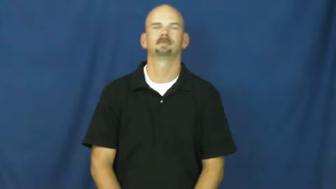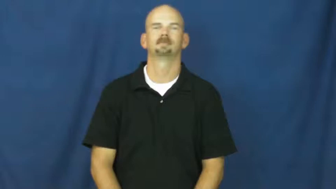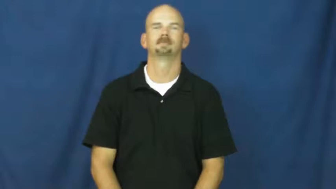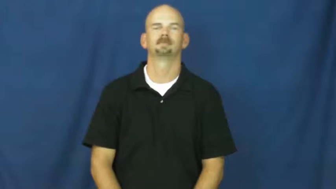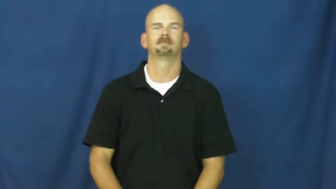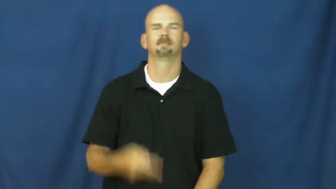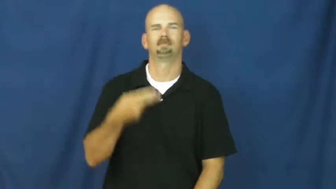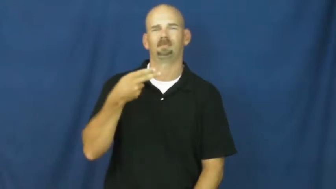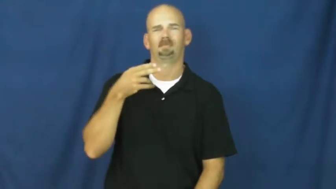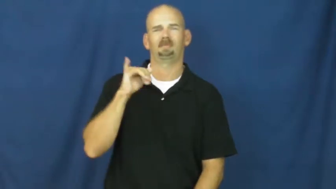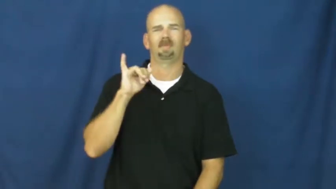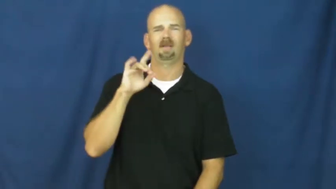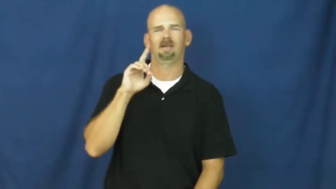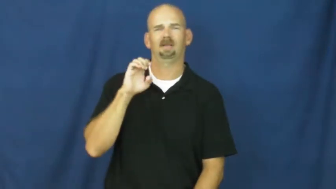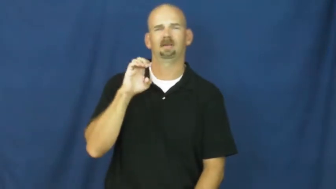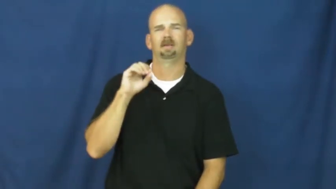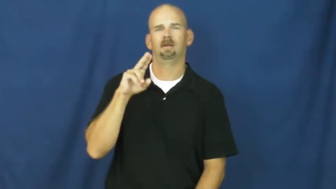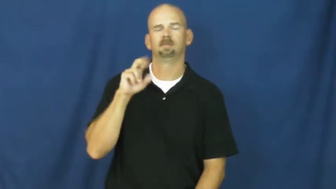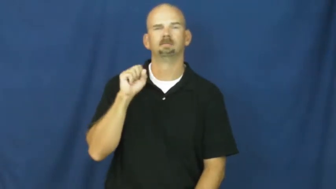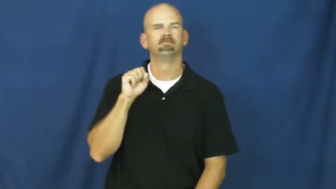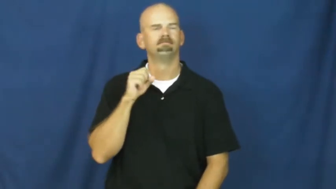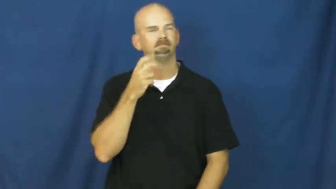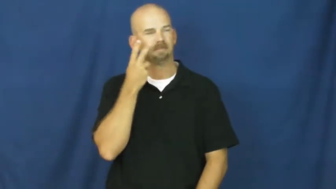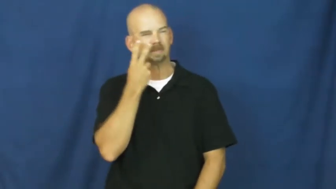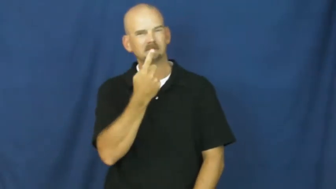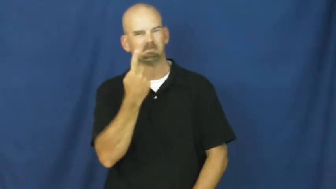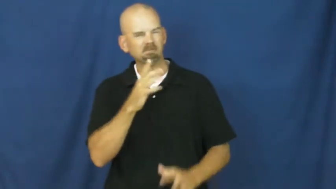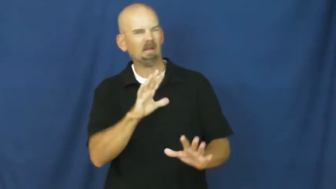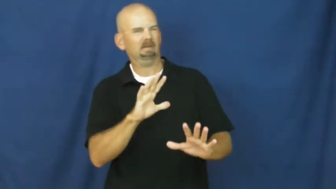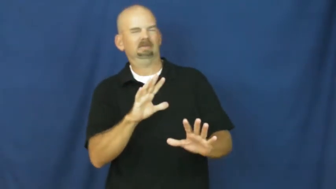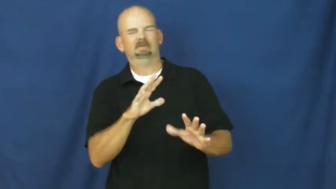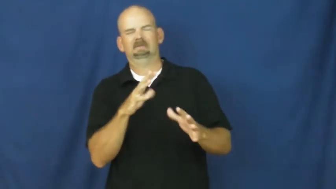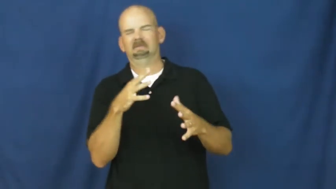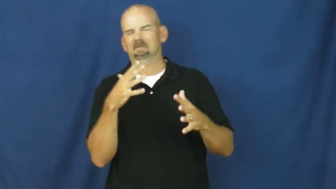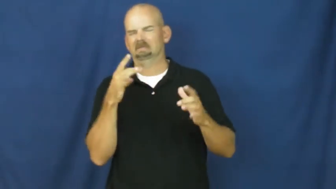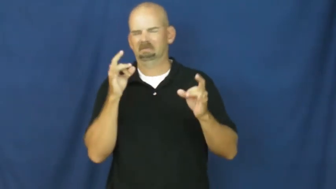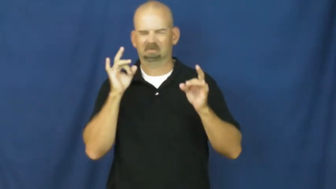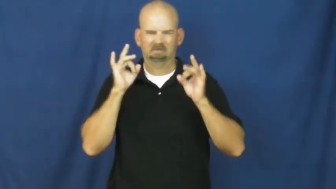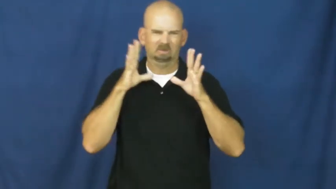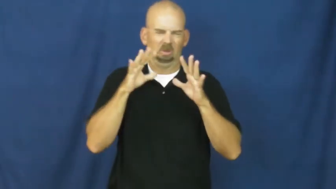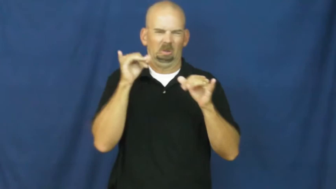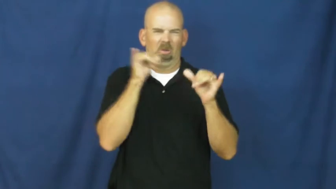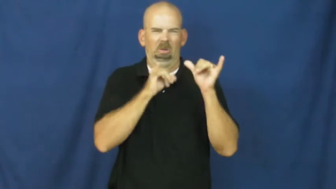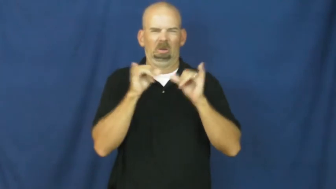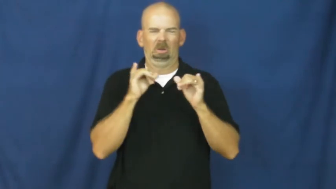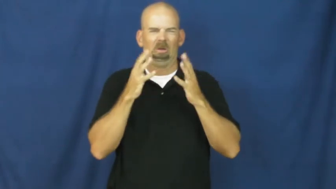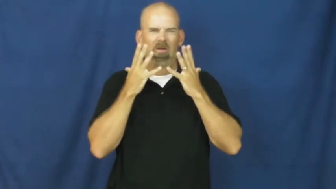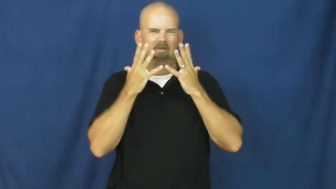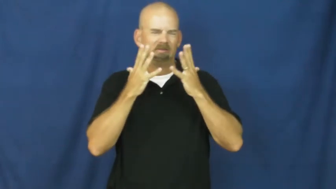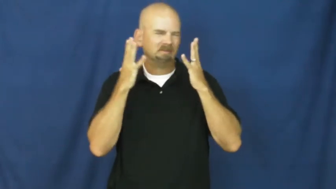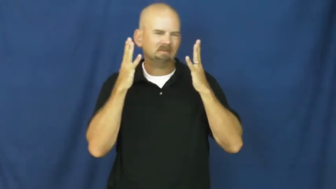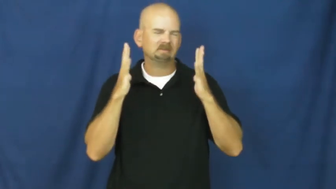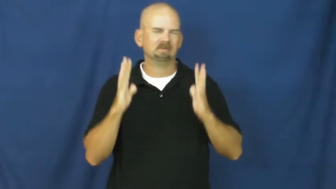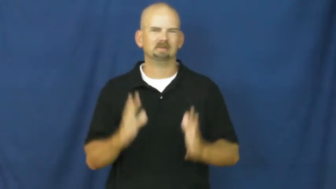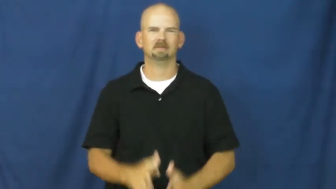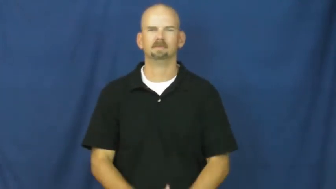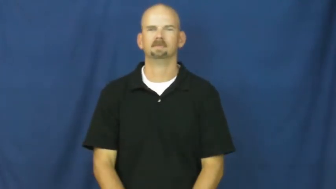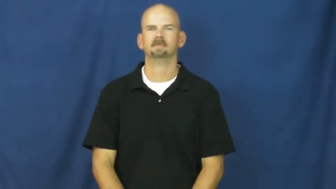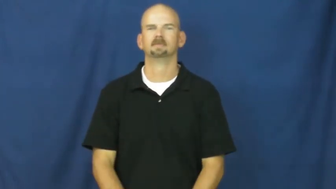hideous